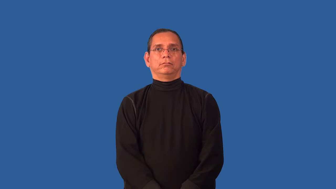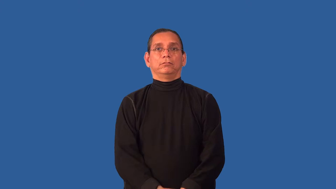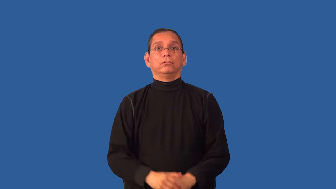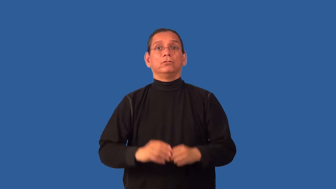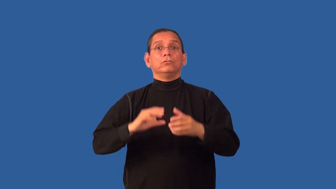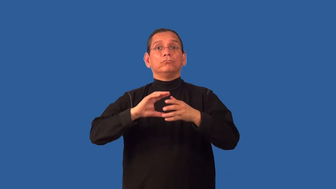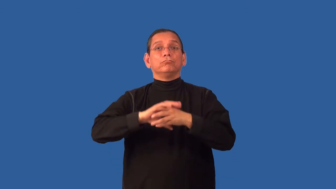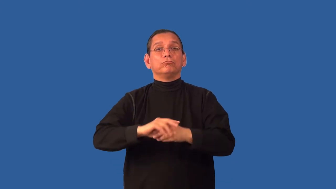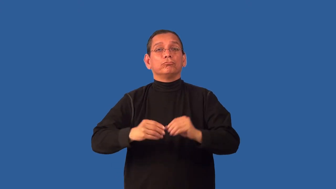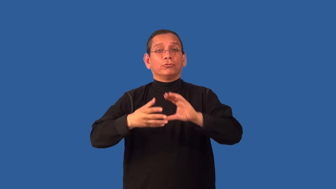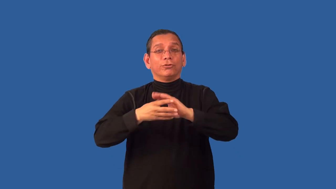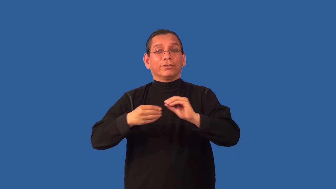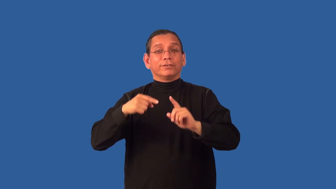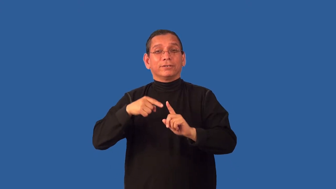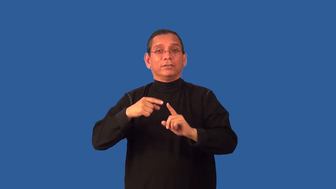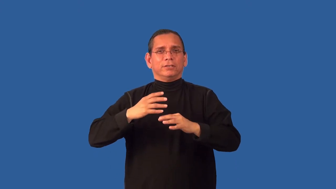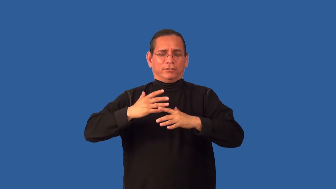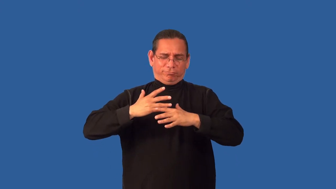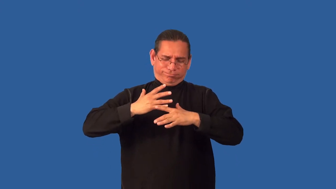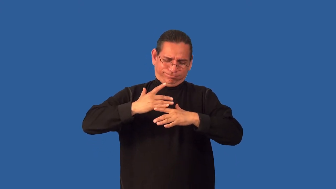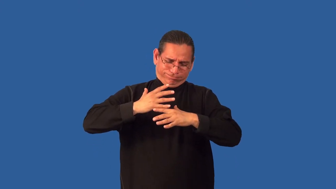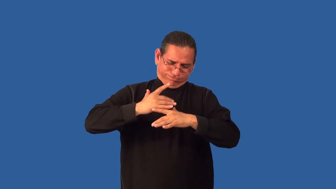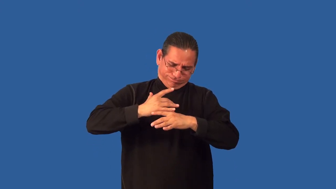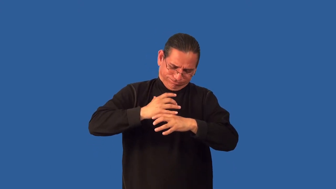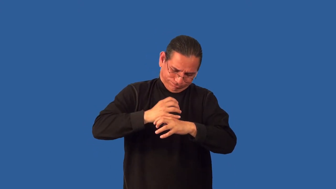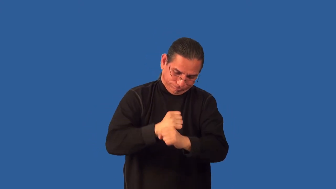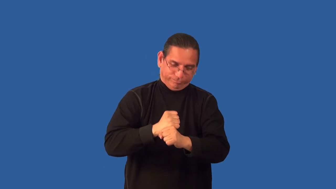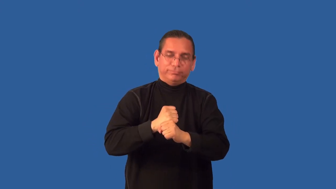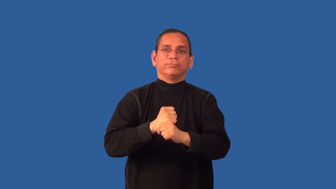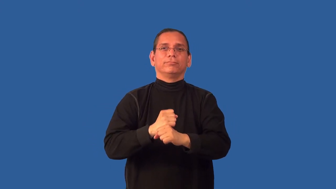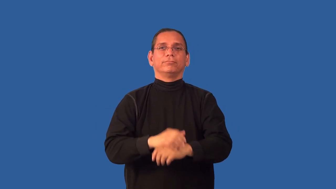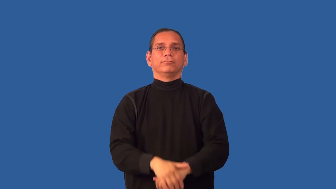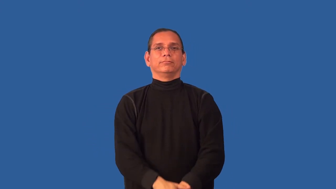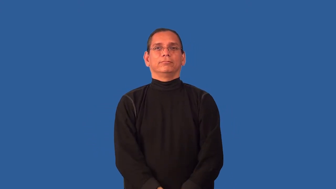abridge